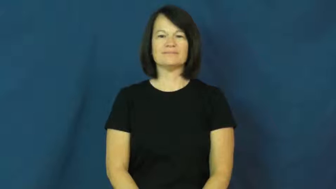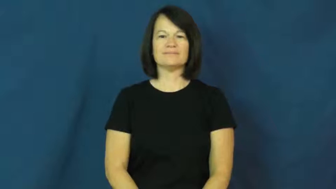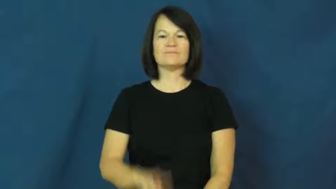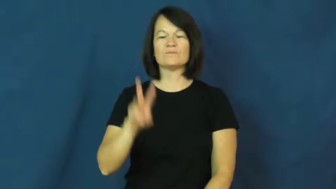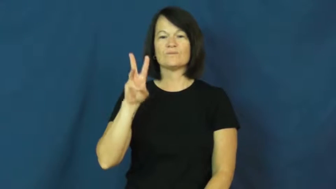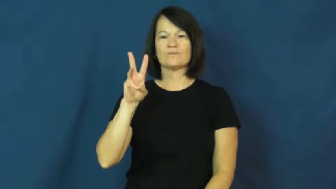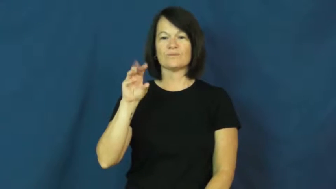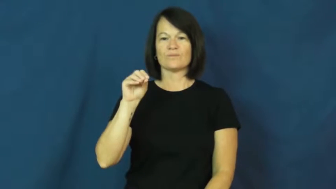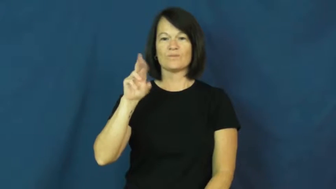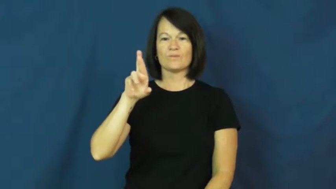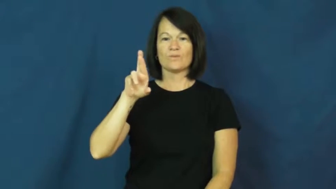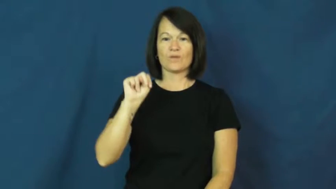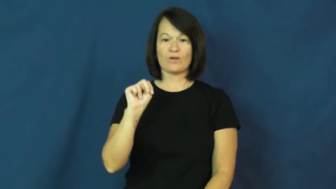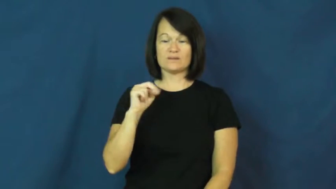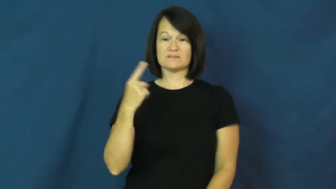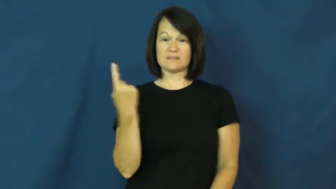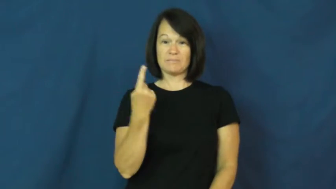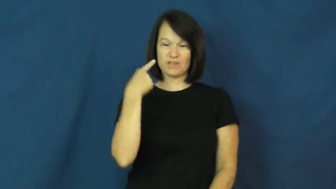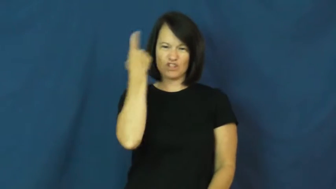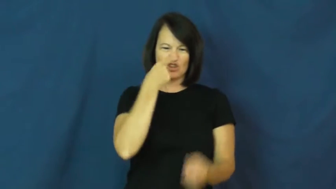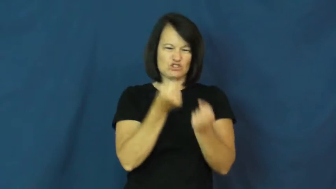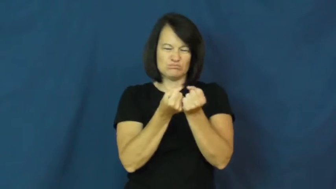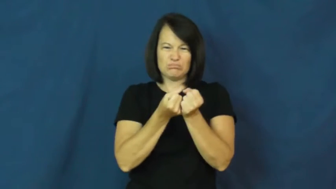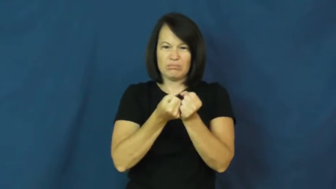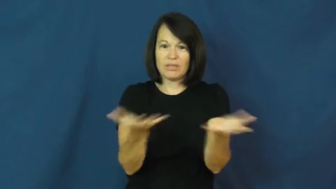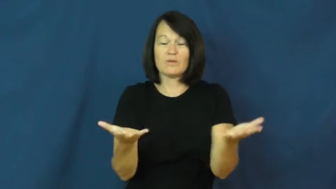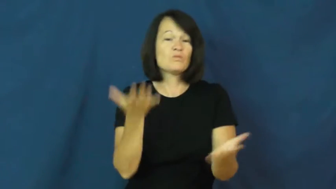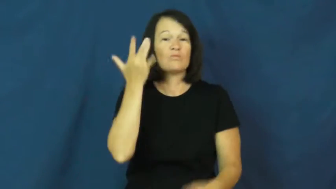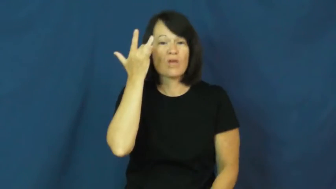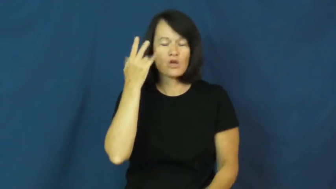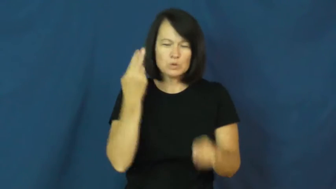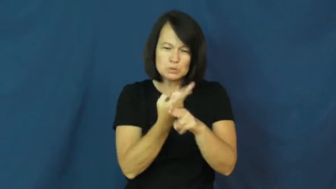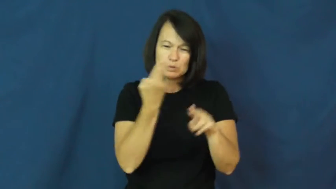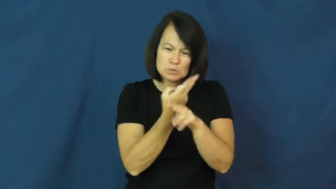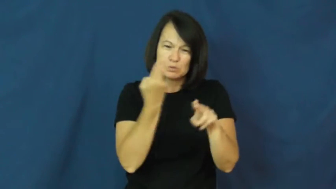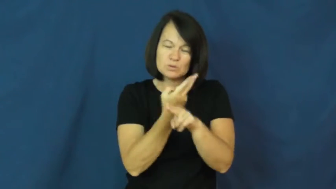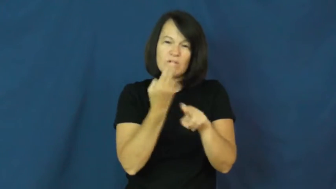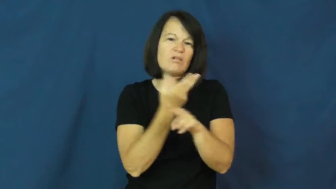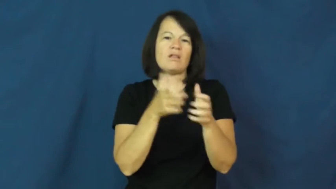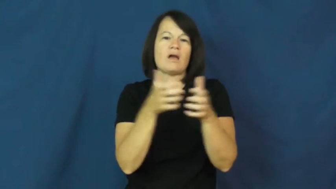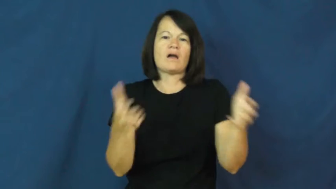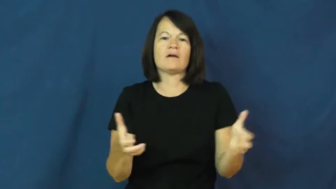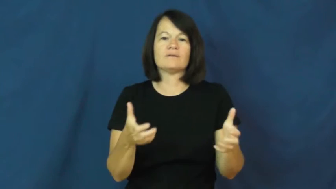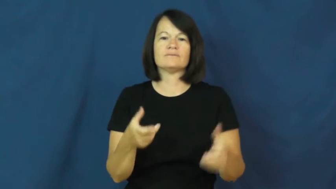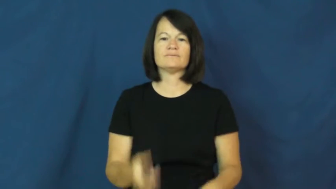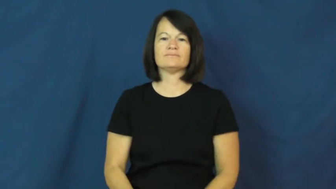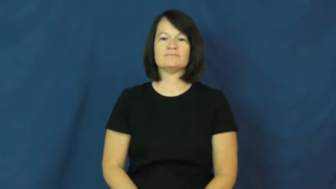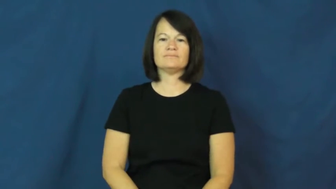worn-old and tattered